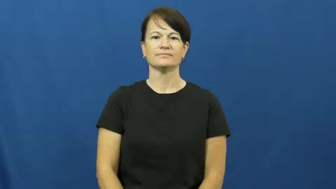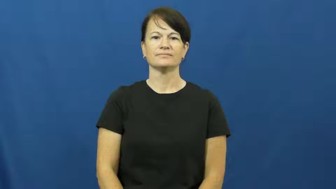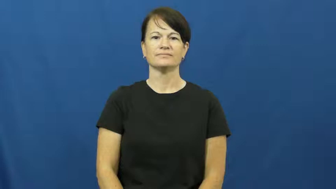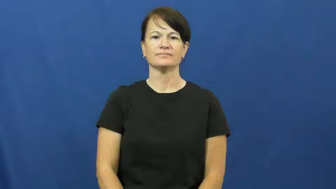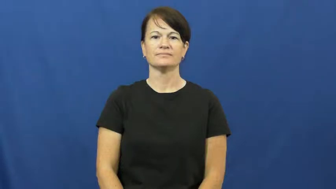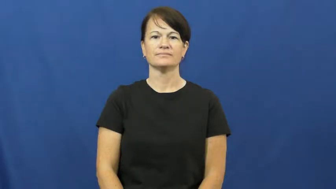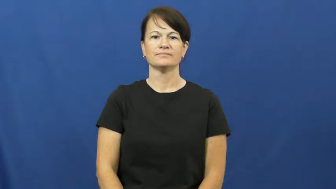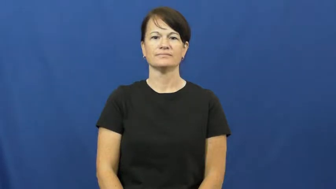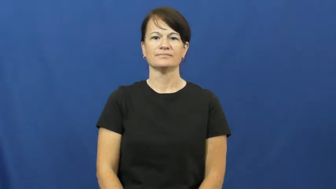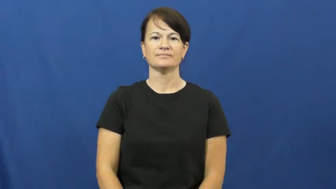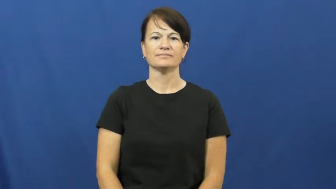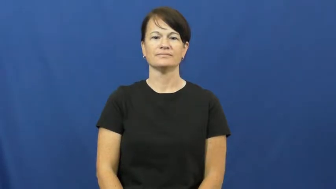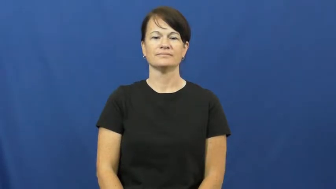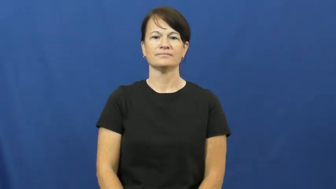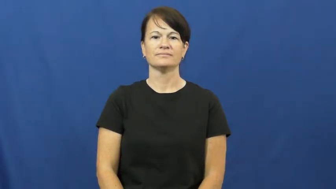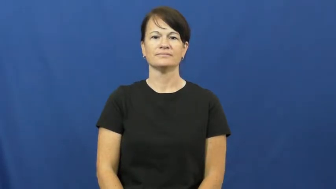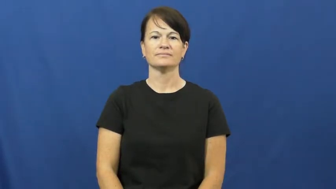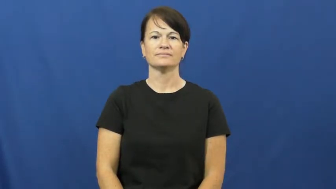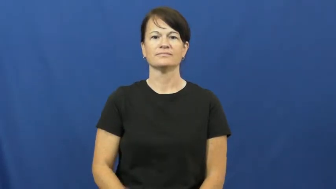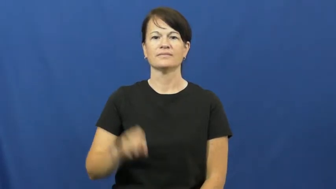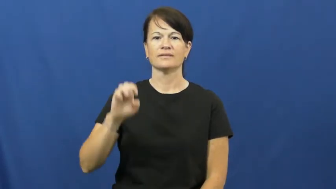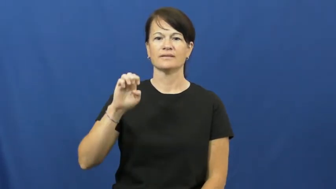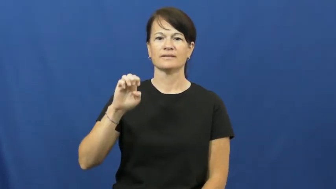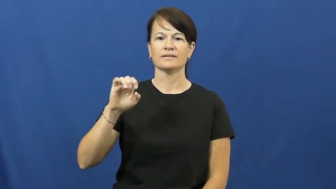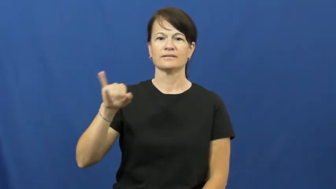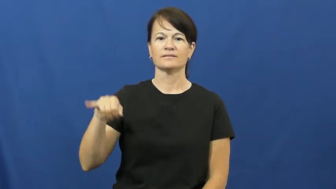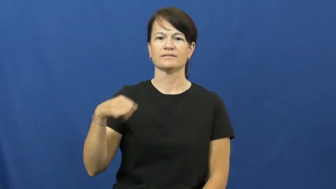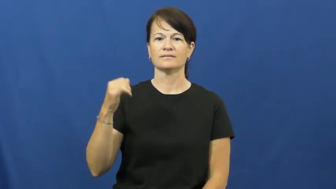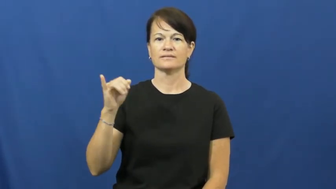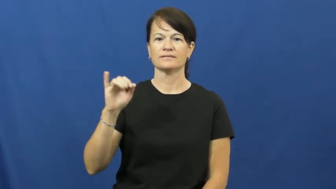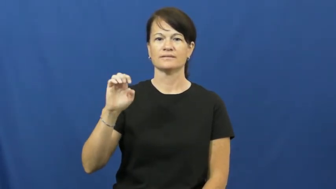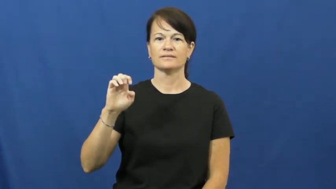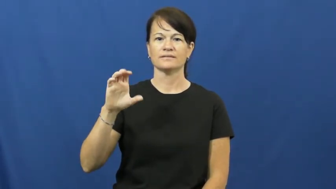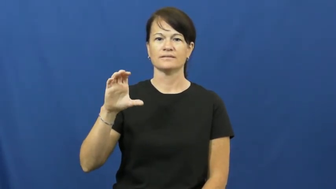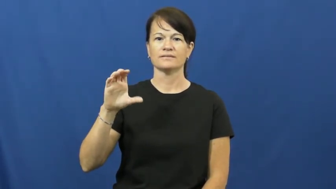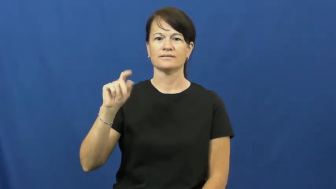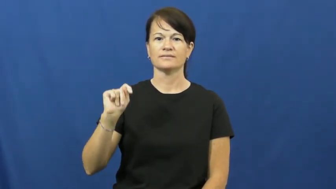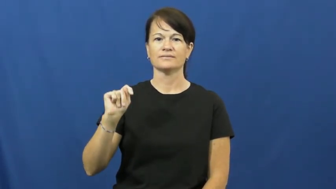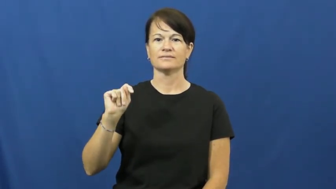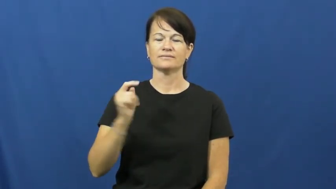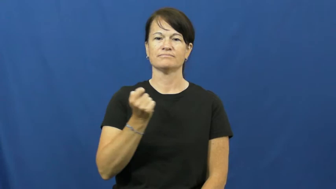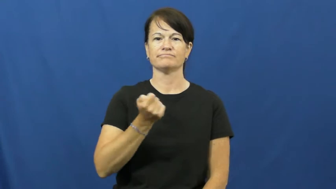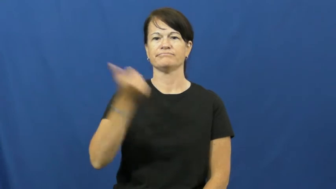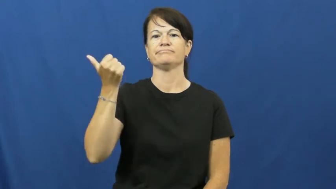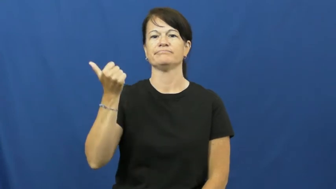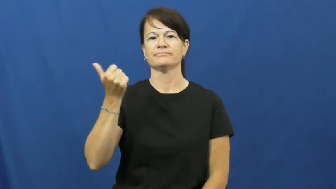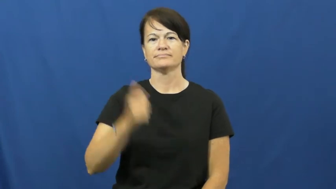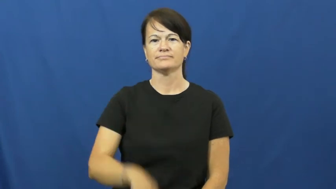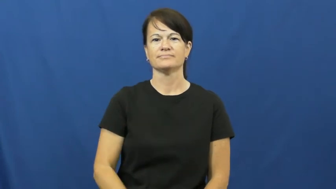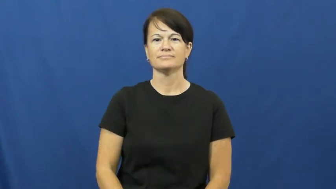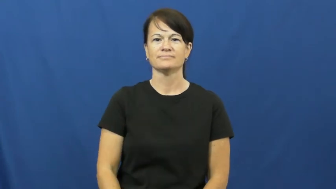eject